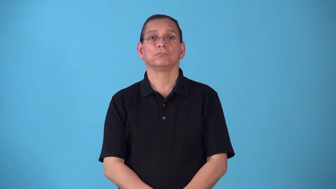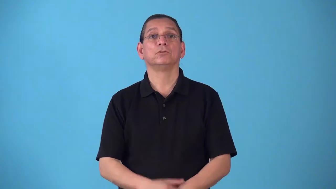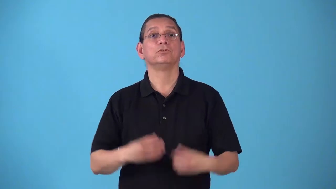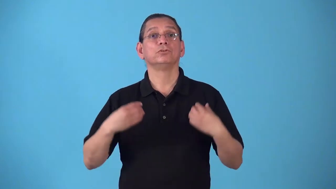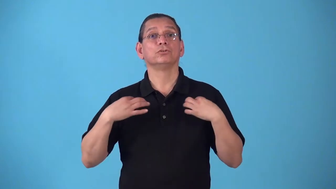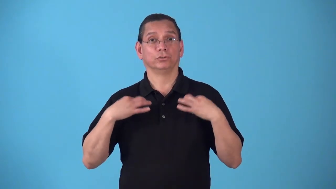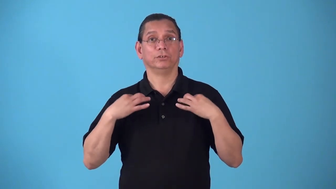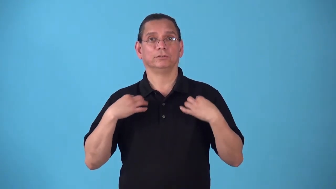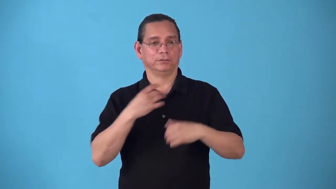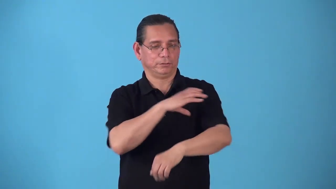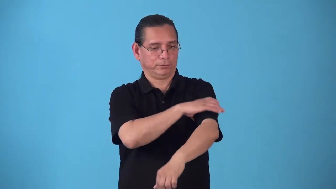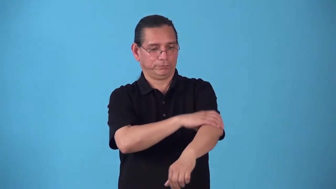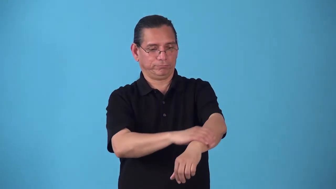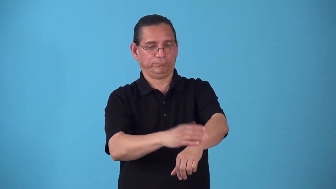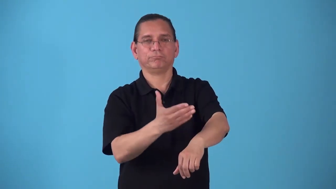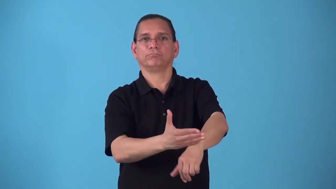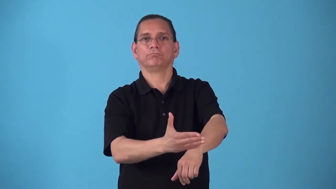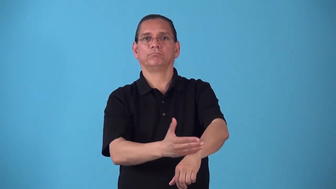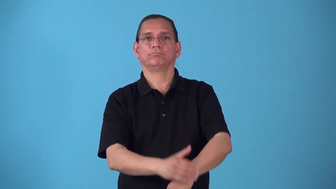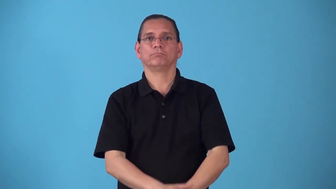shirtsleeve